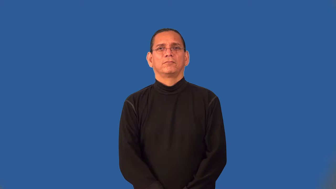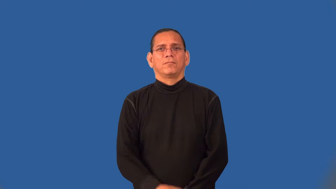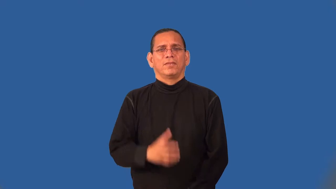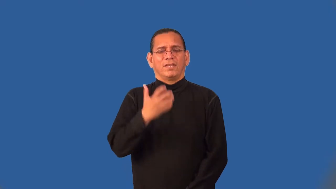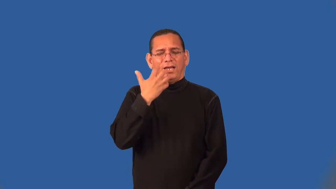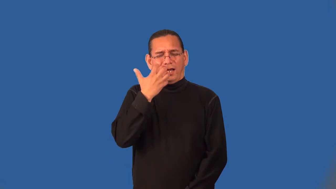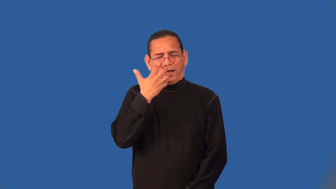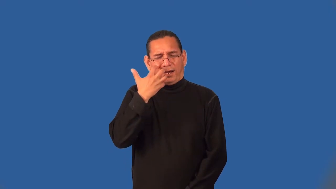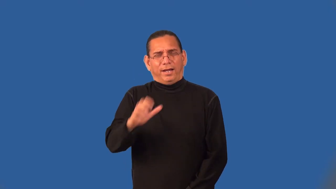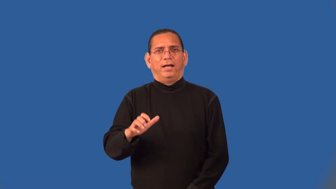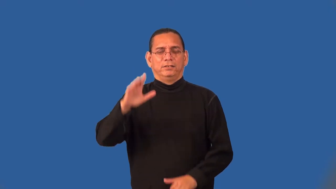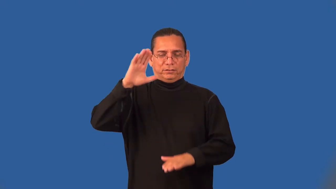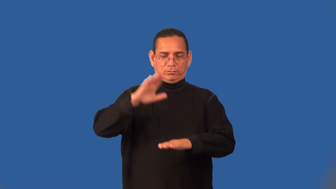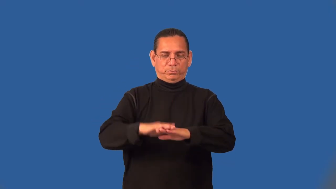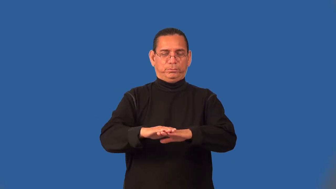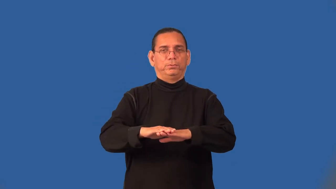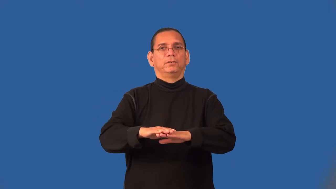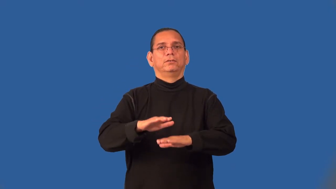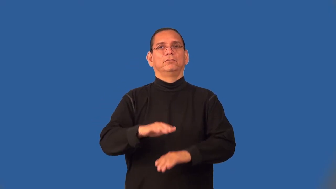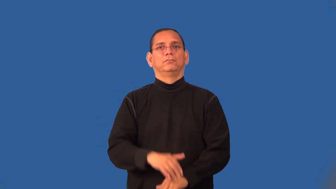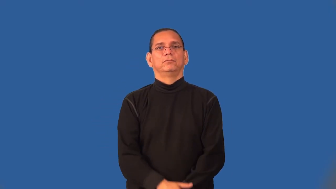sear